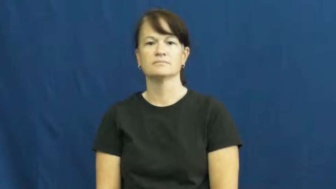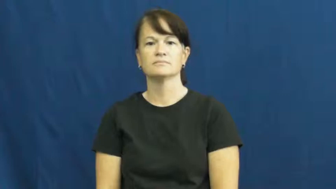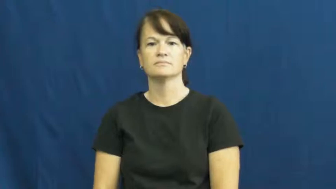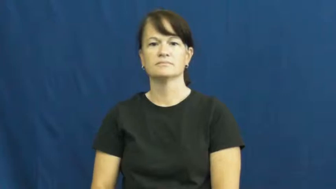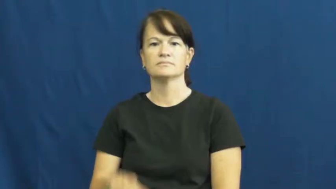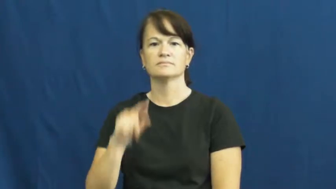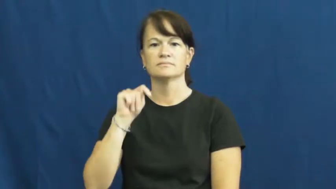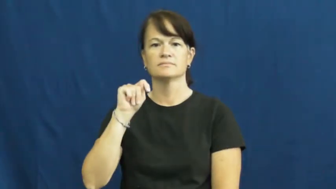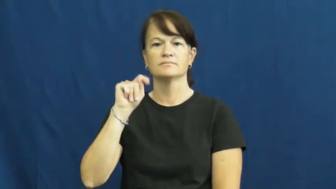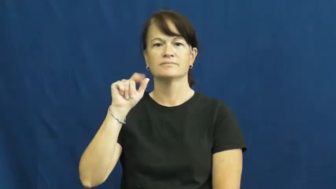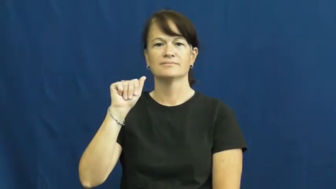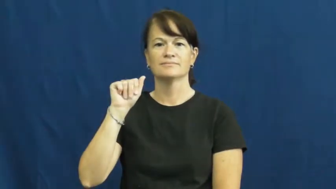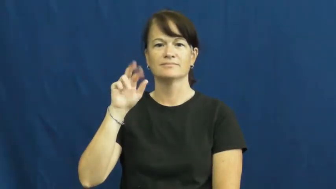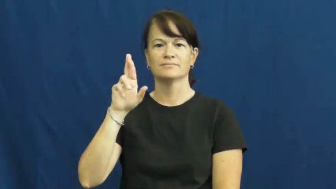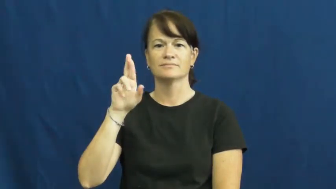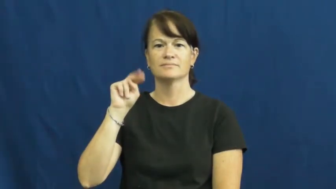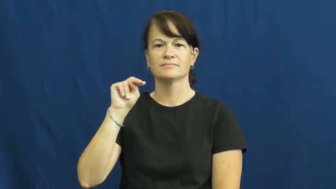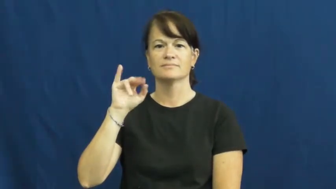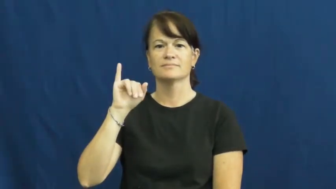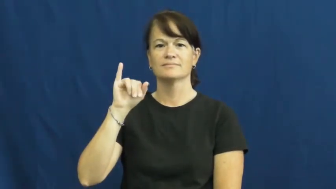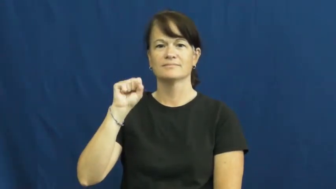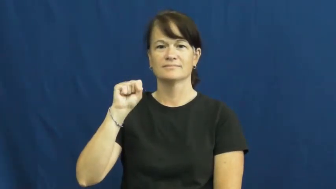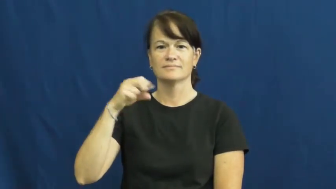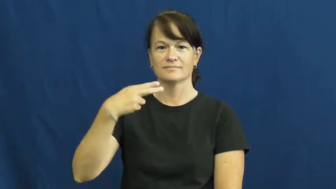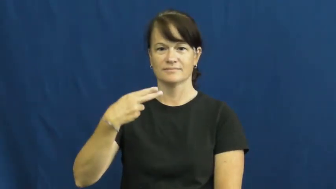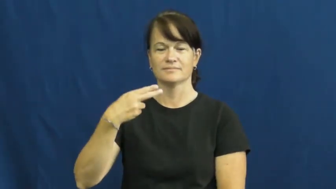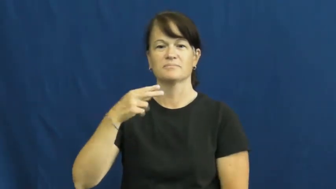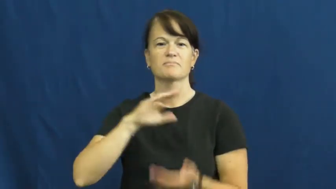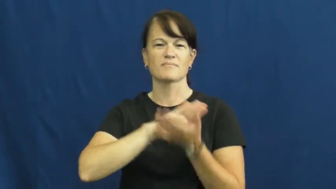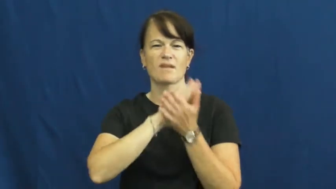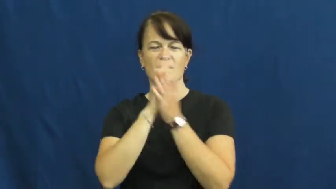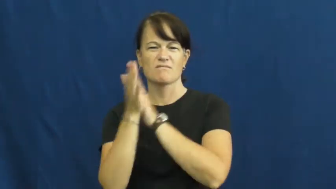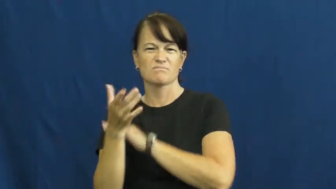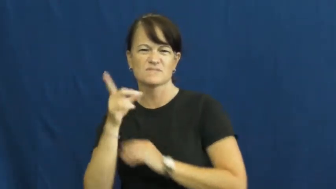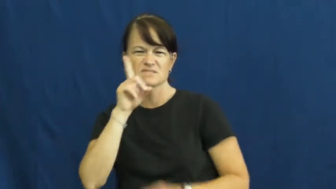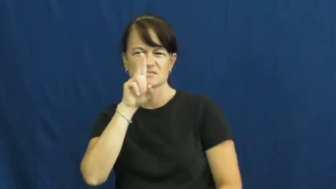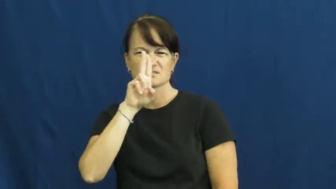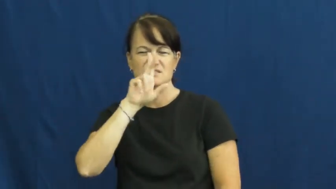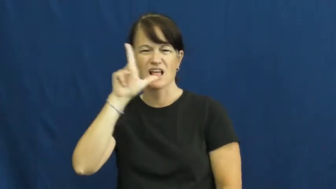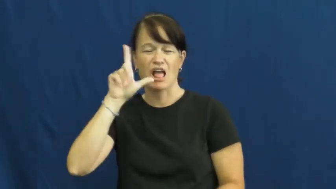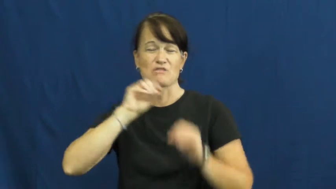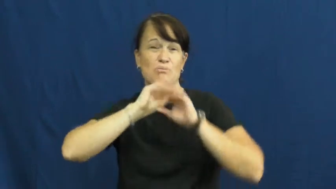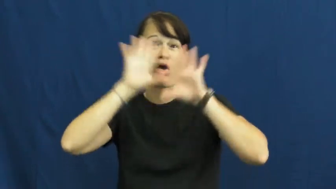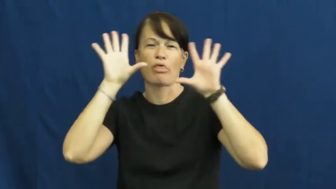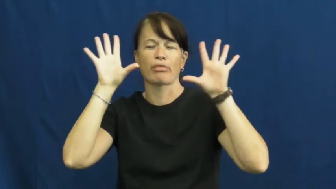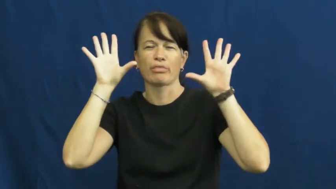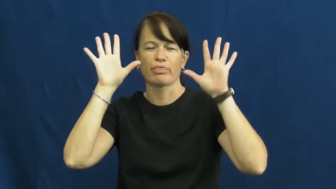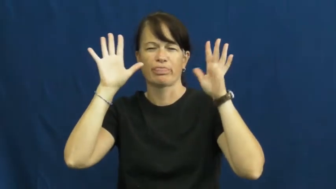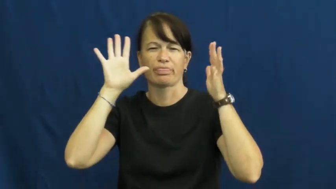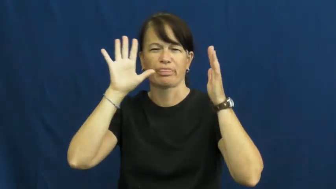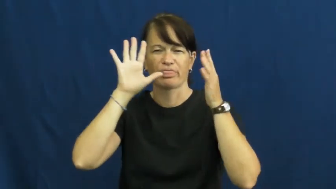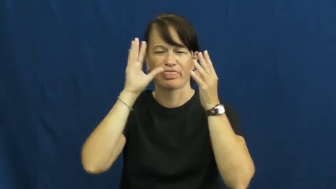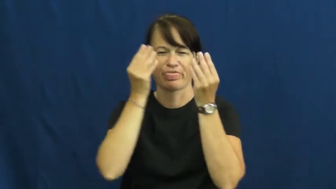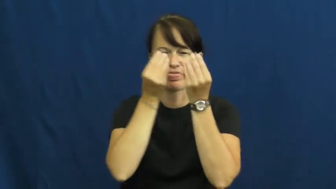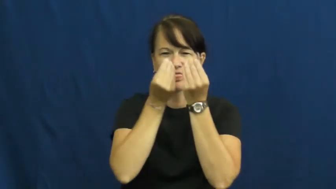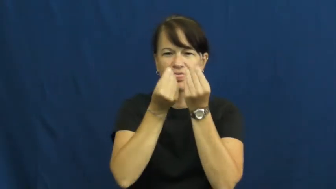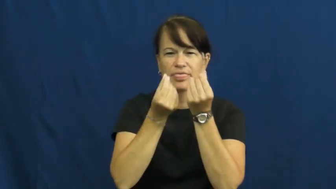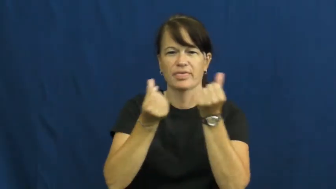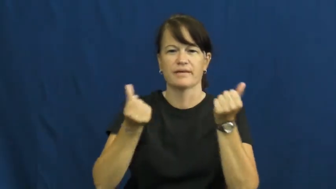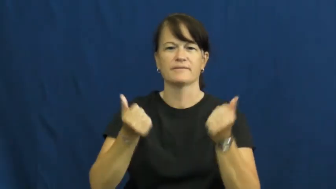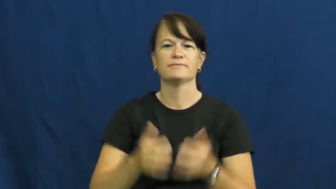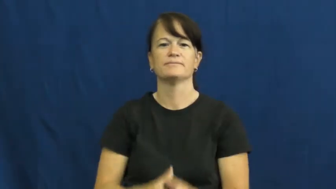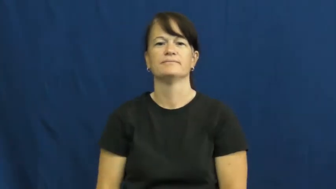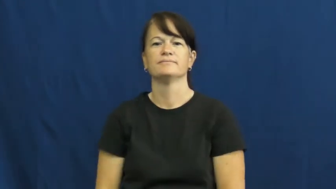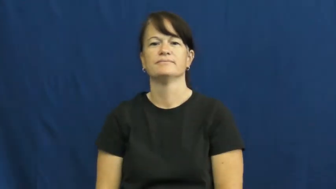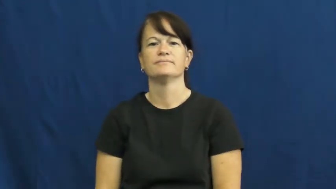tarnish